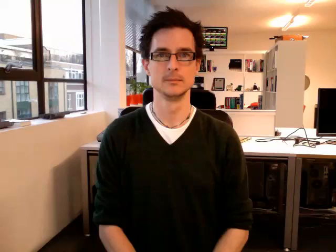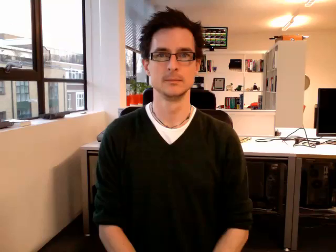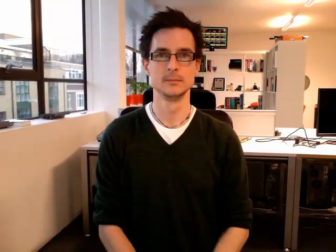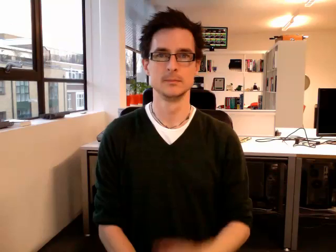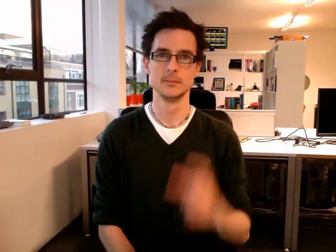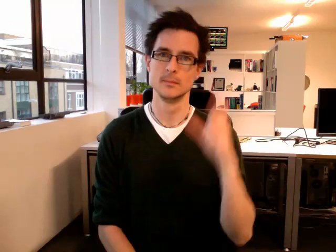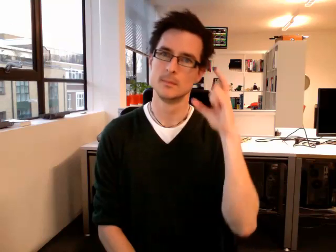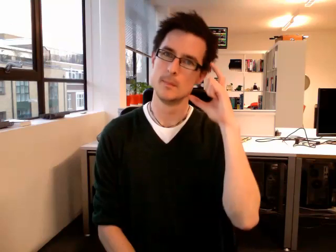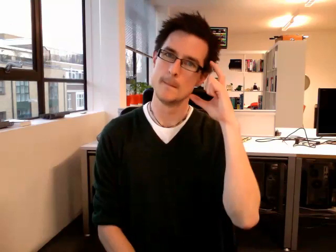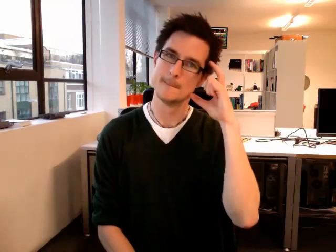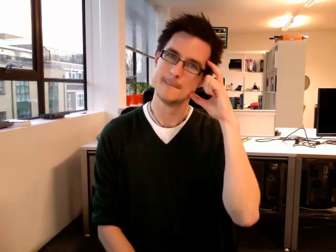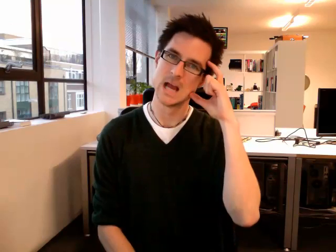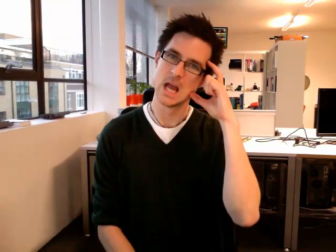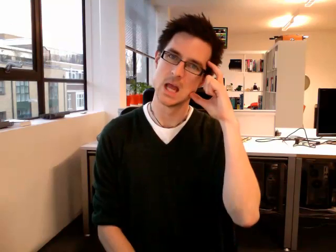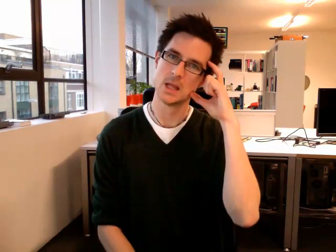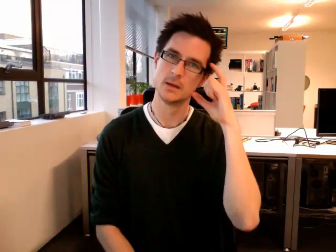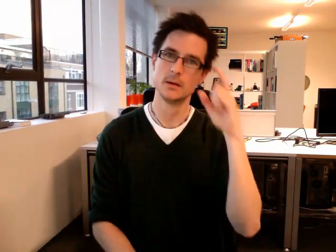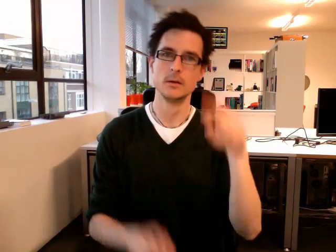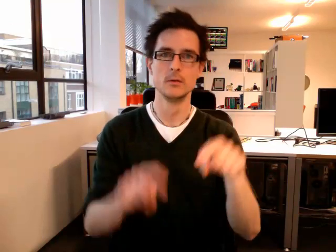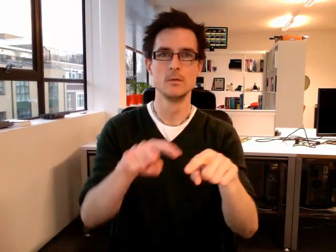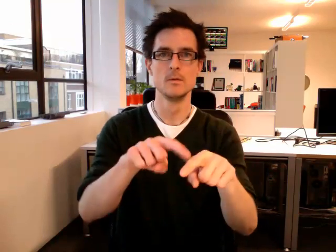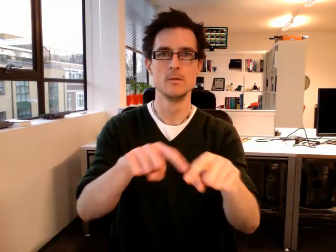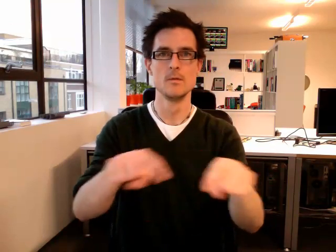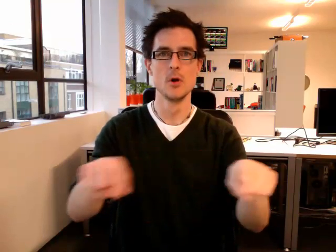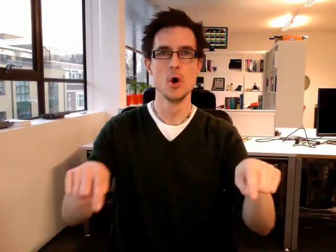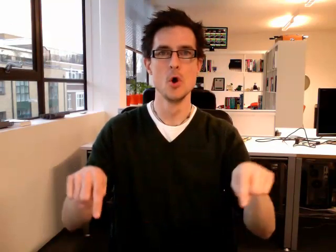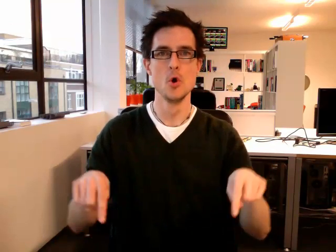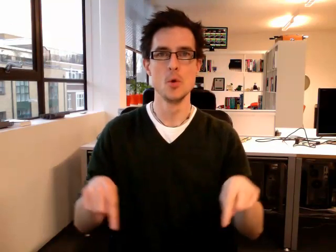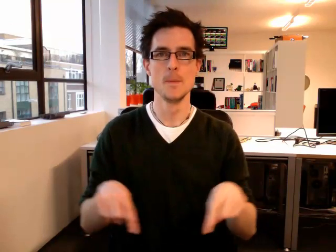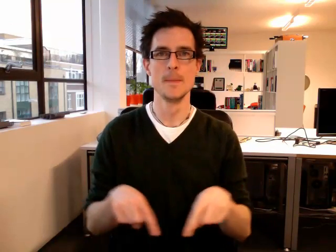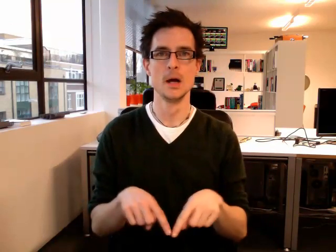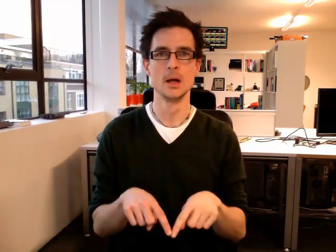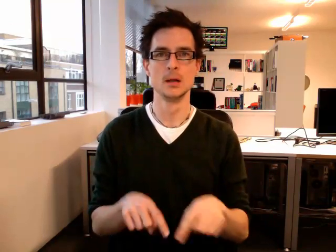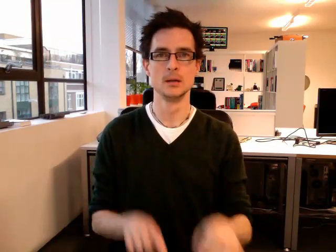bedroom